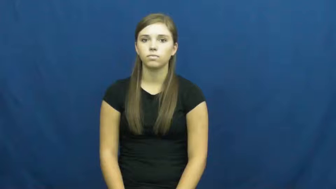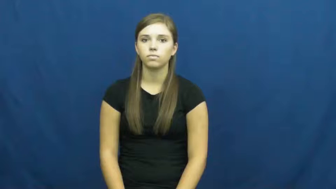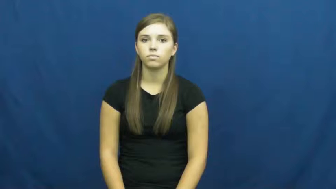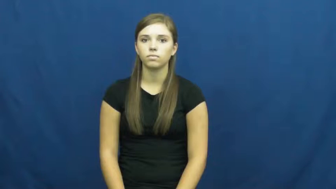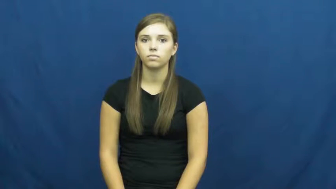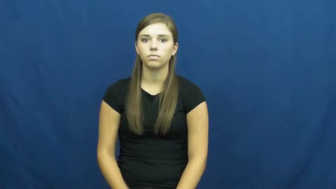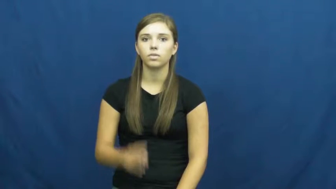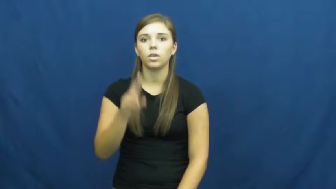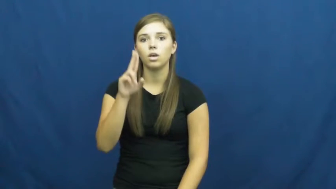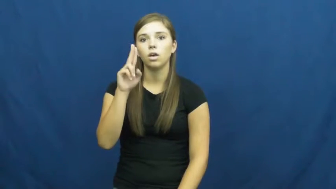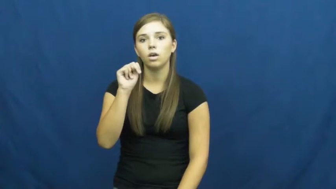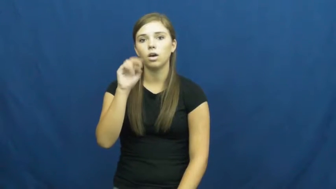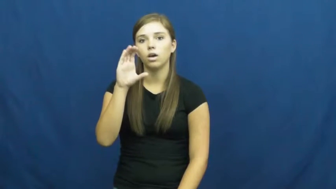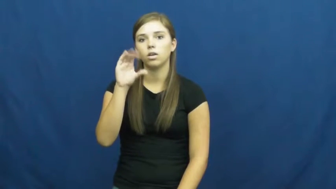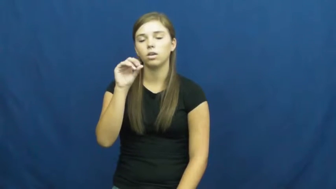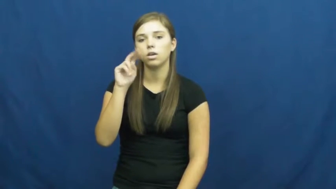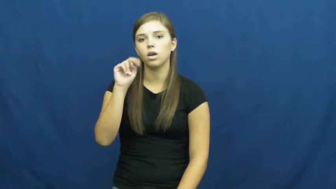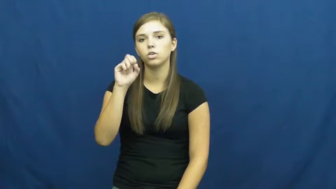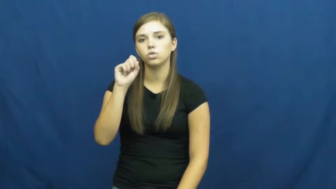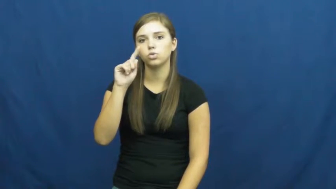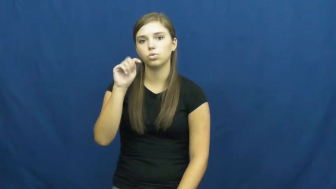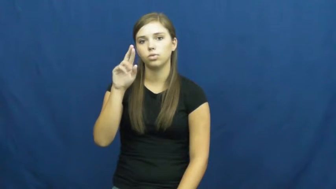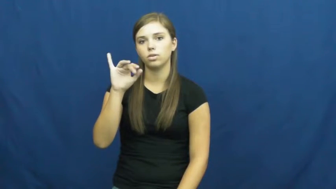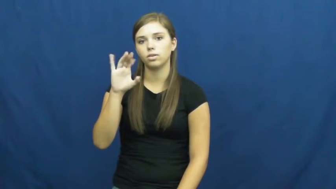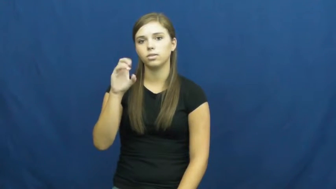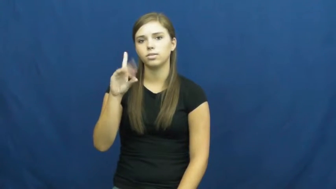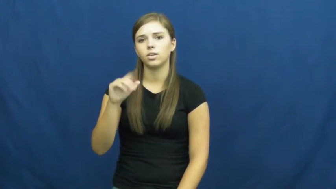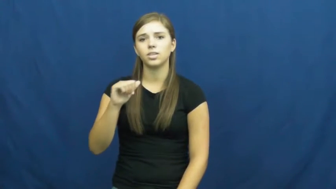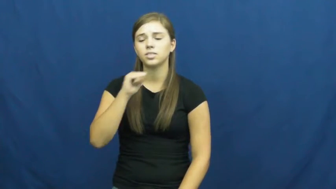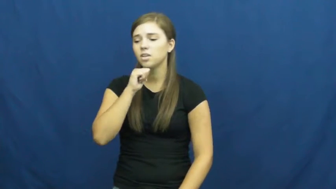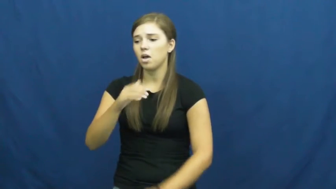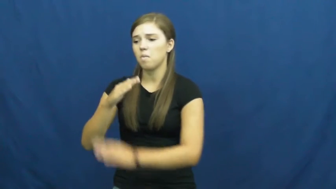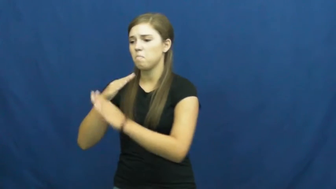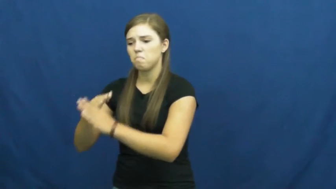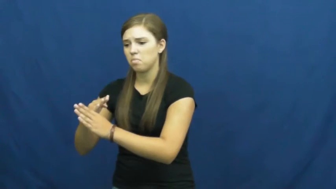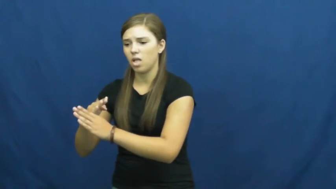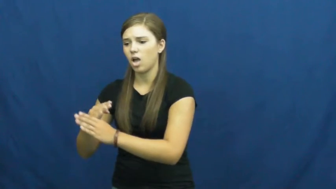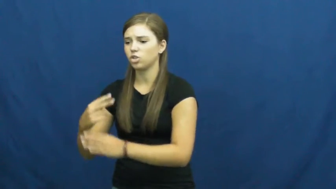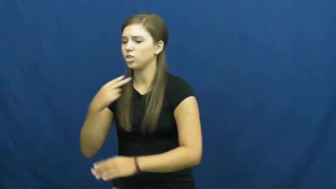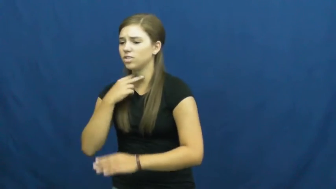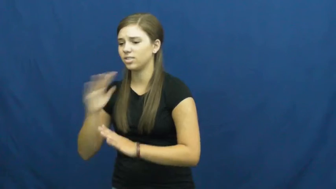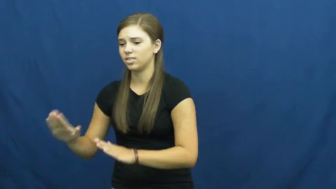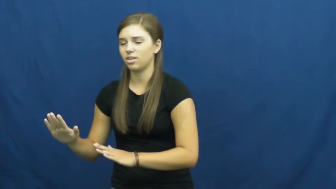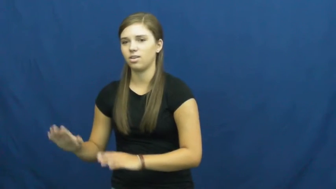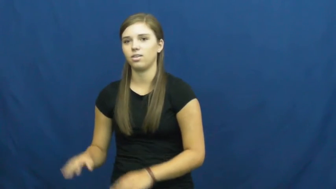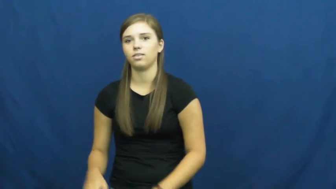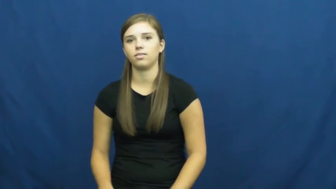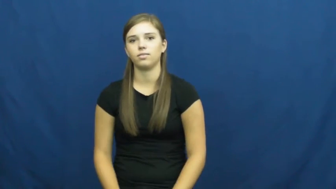unconstricted